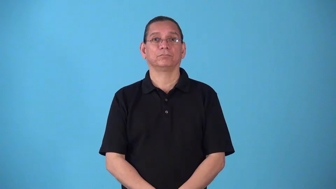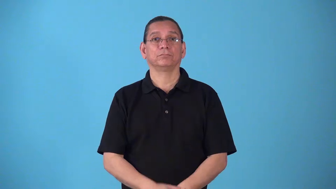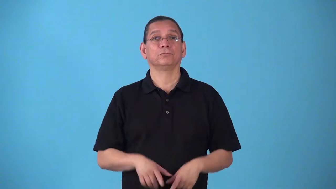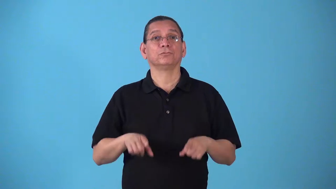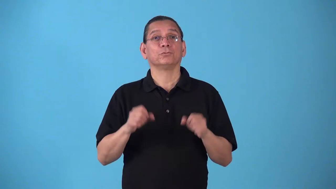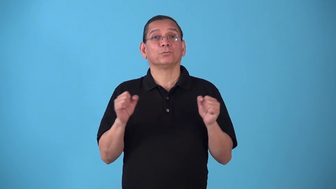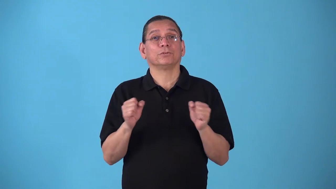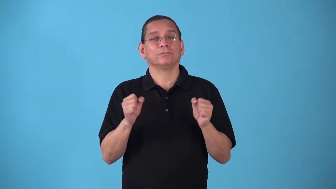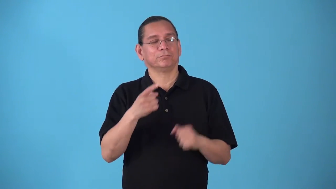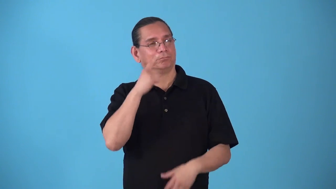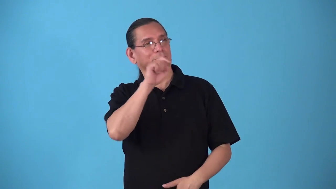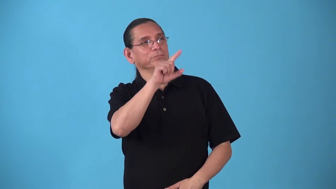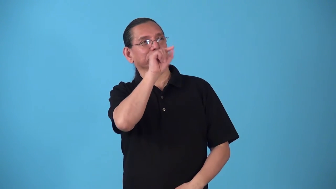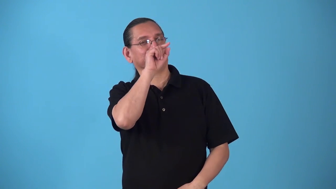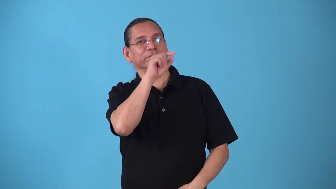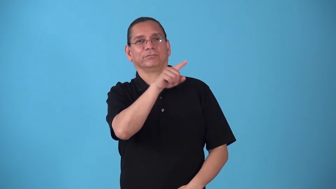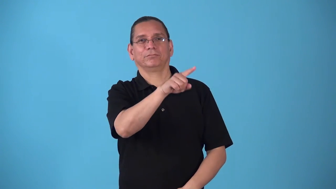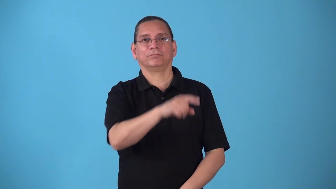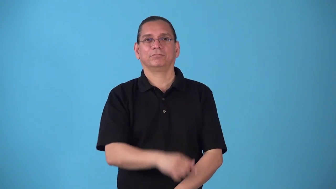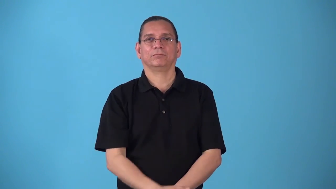snowbird-bird